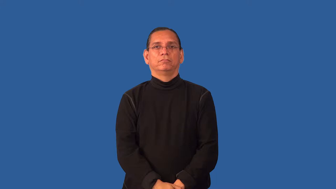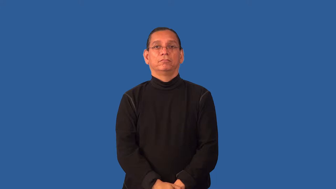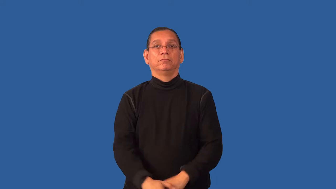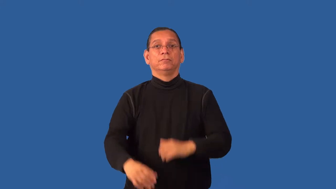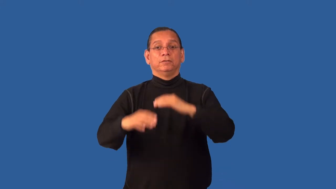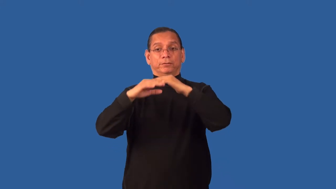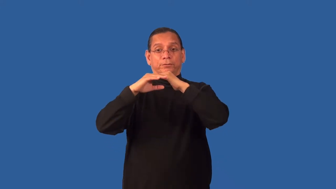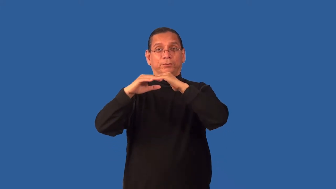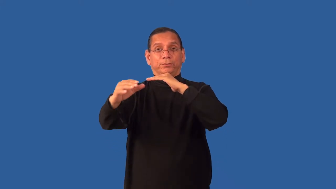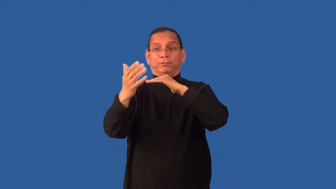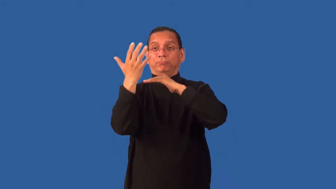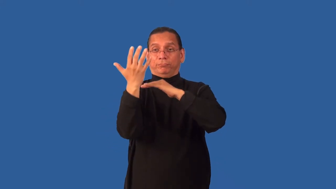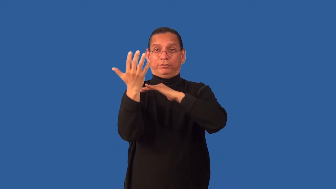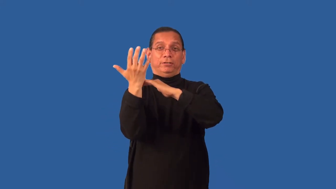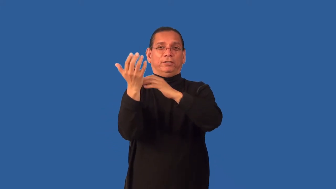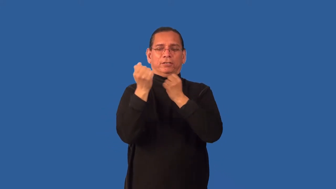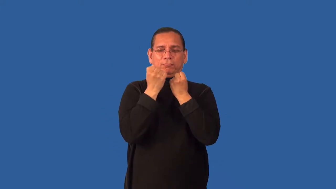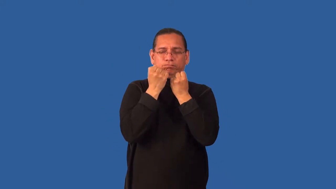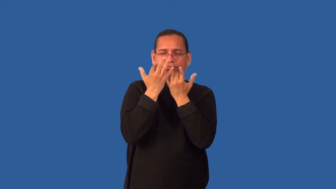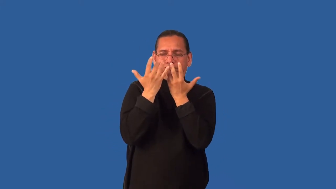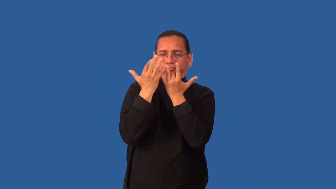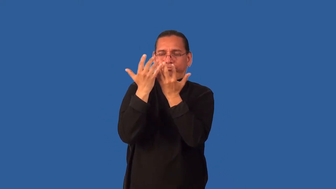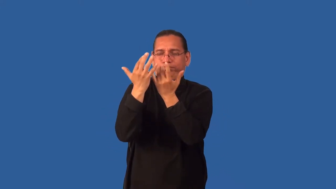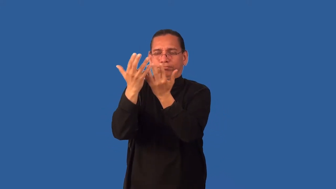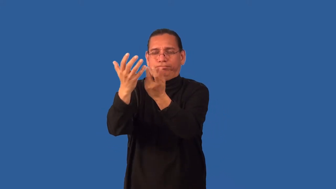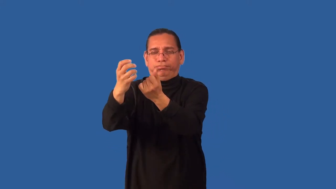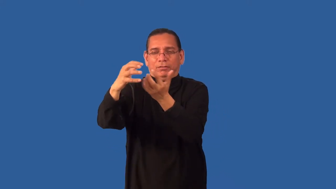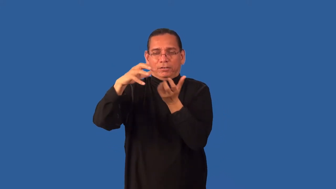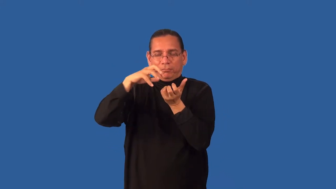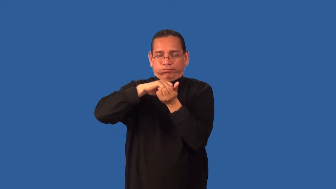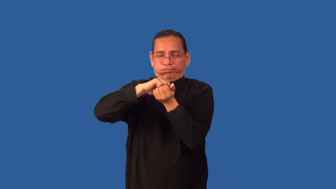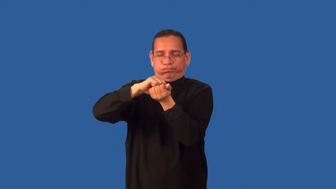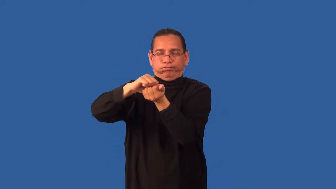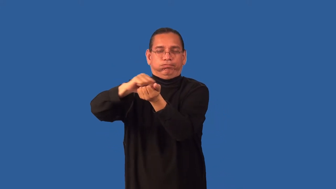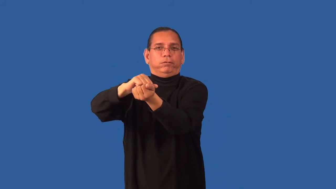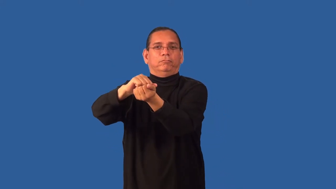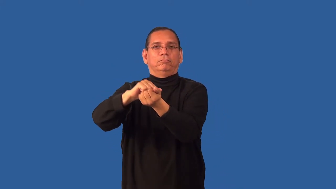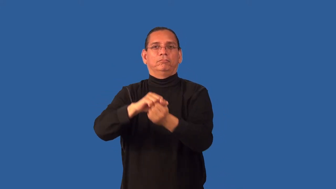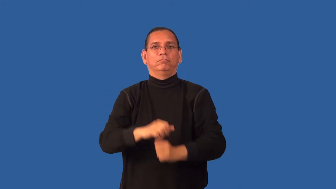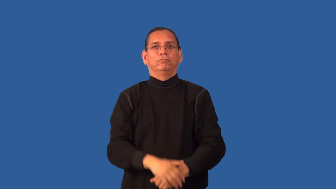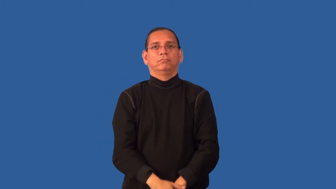engulf